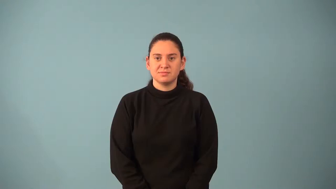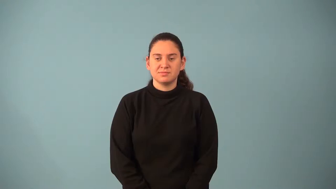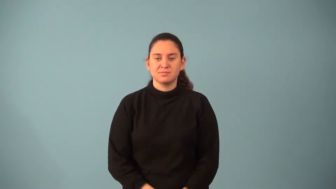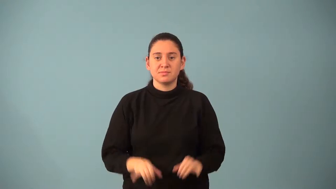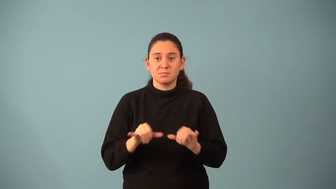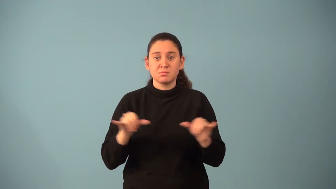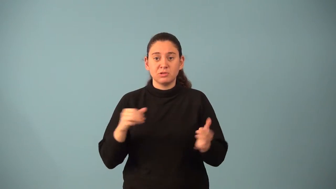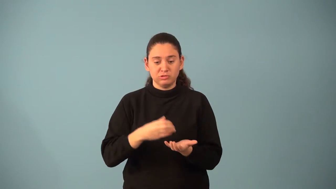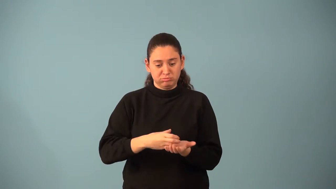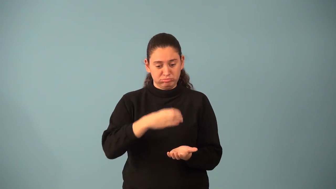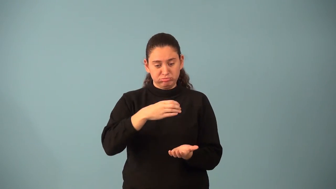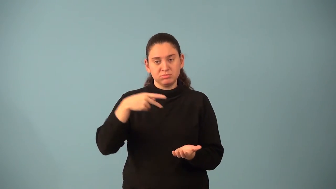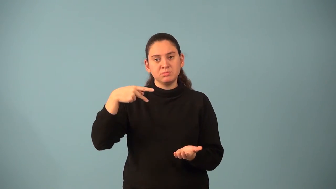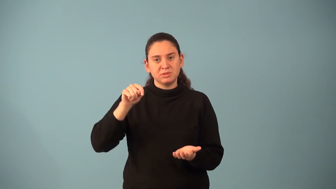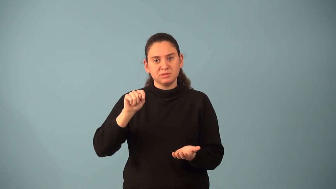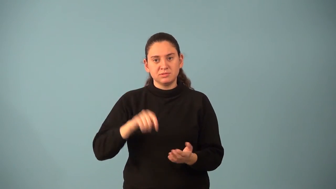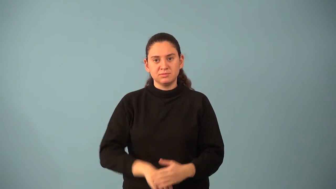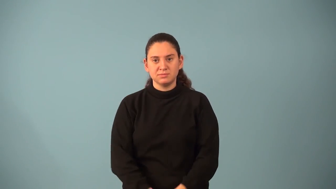pint